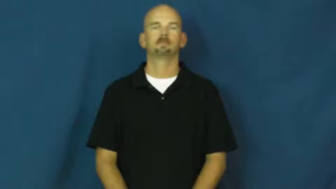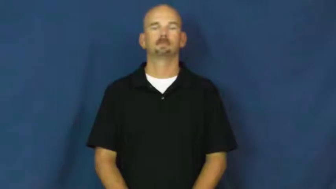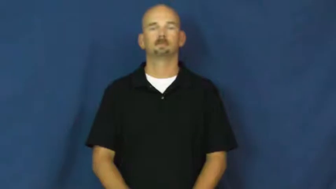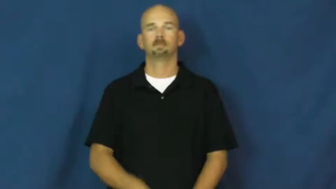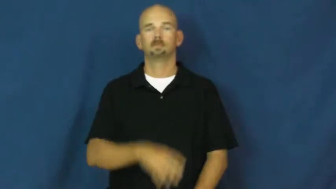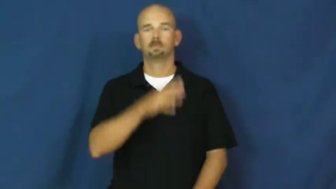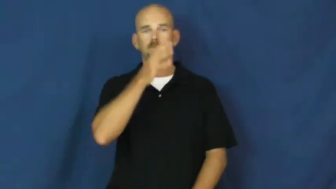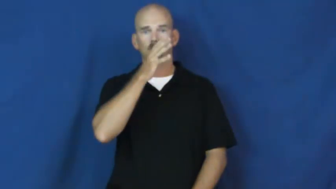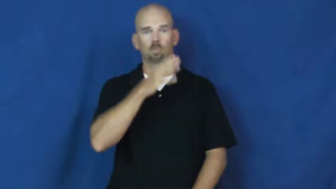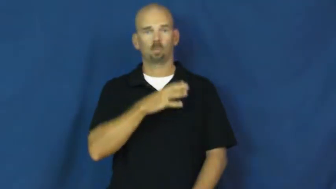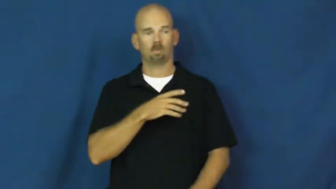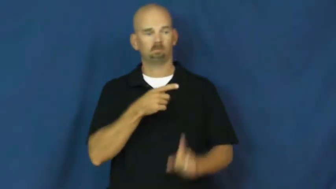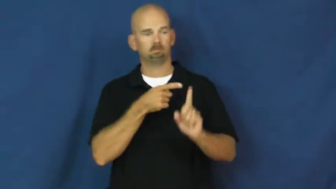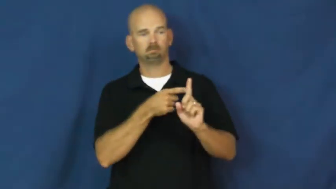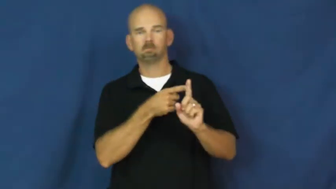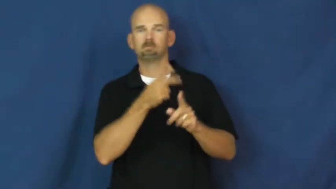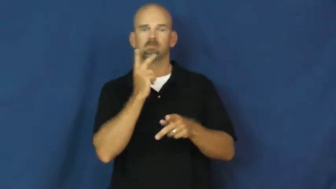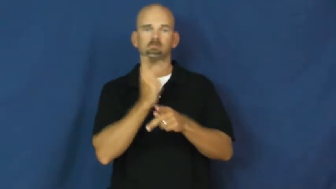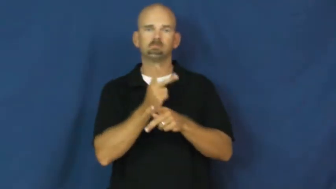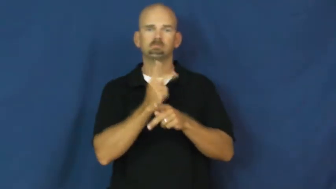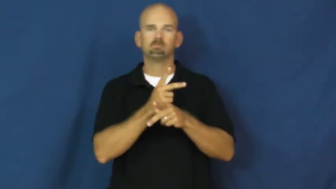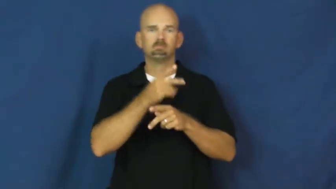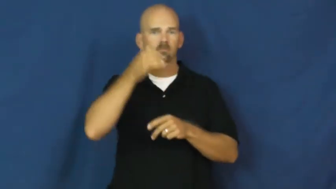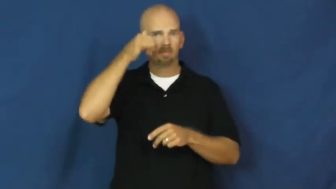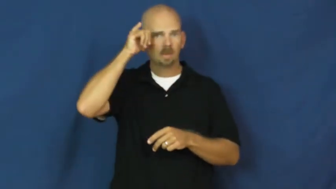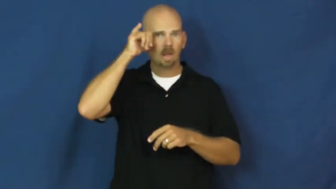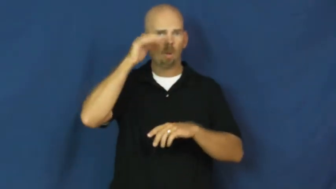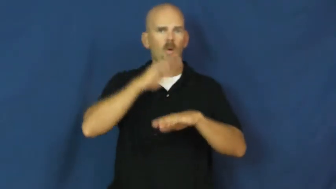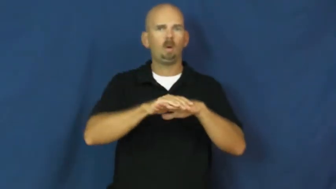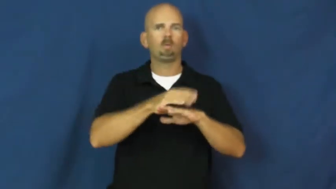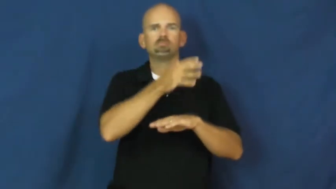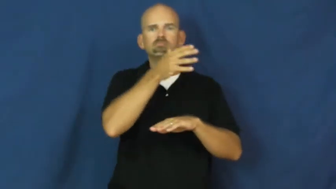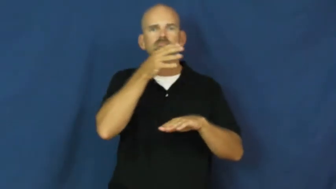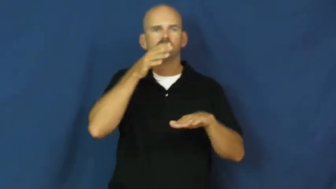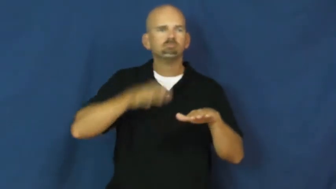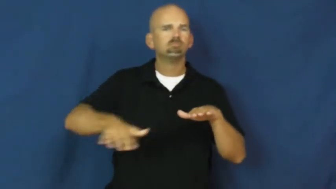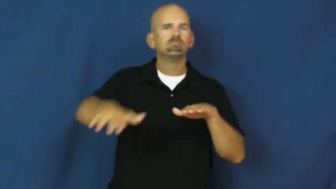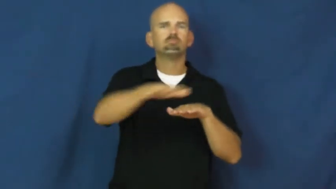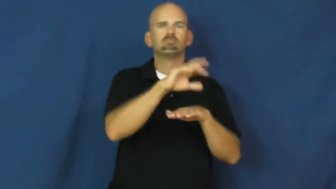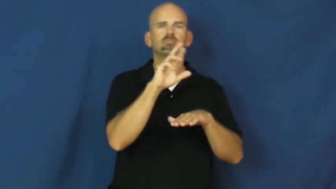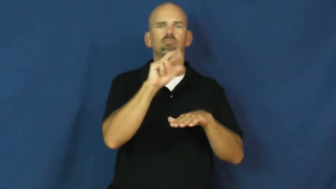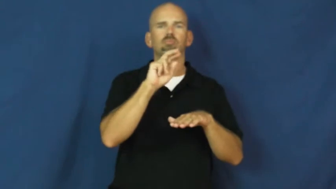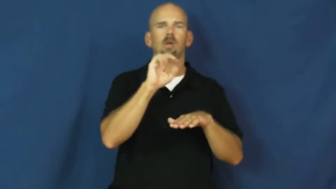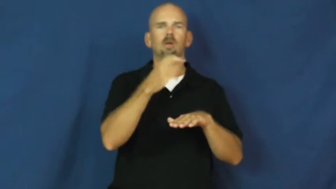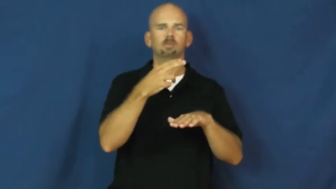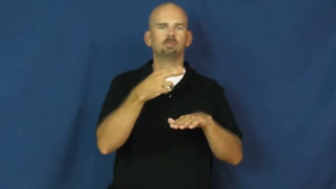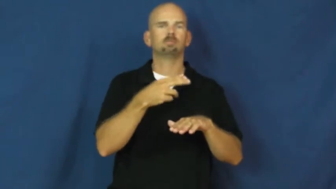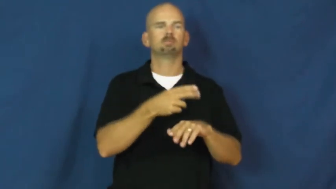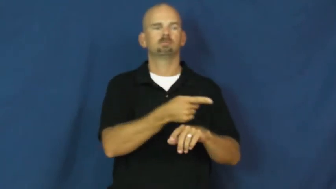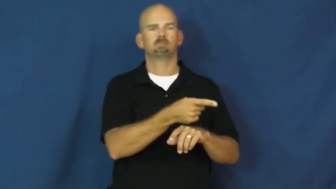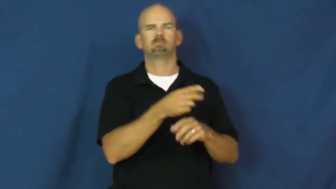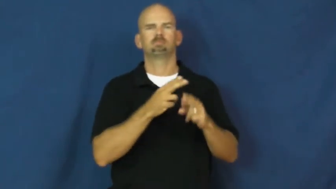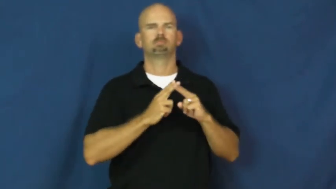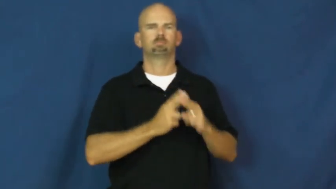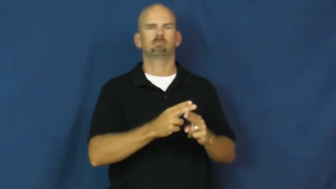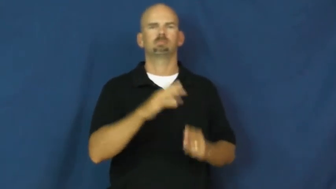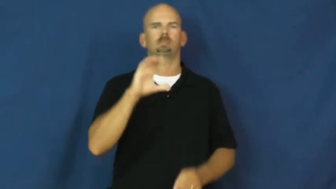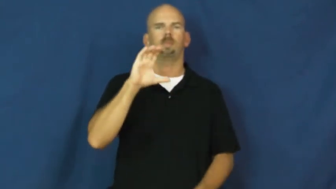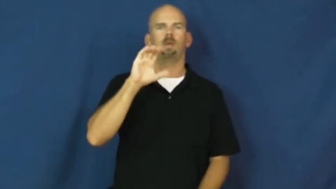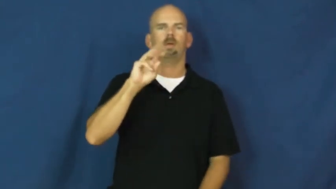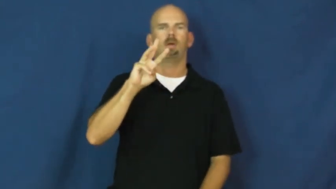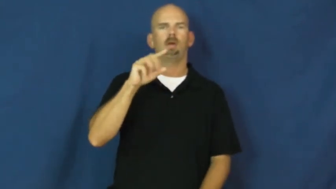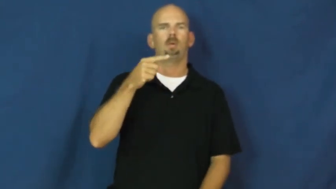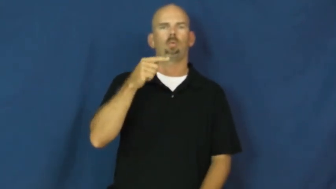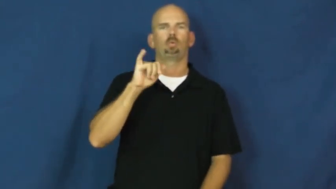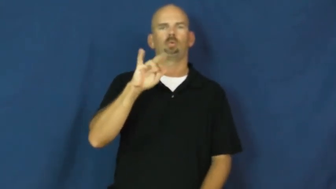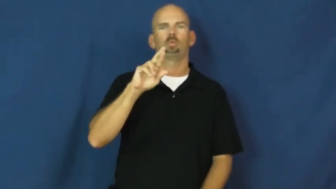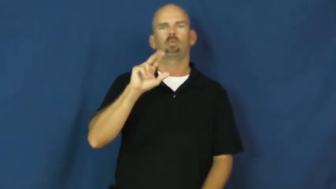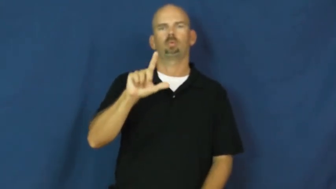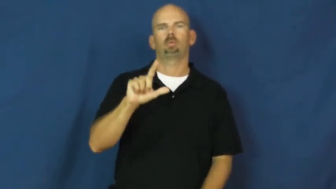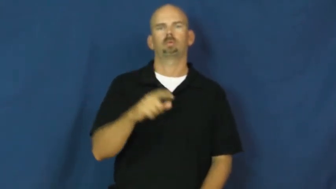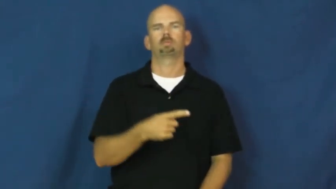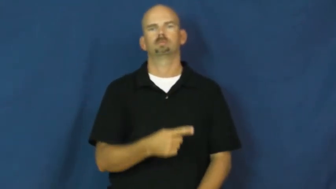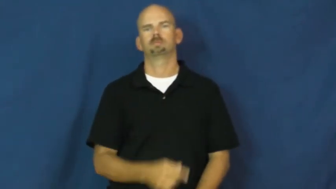cowgirl